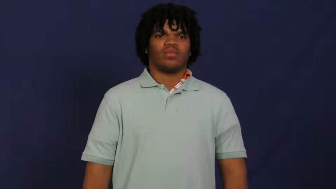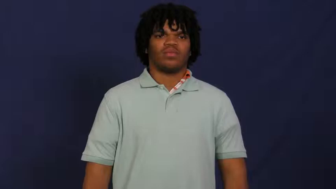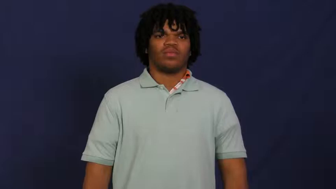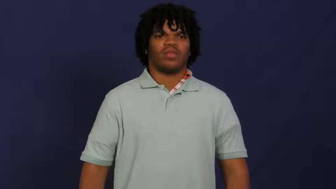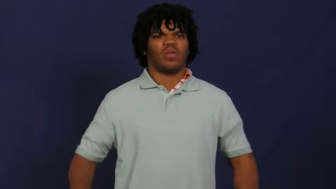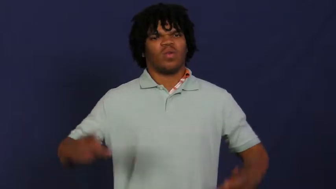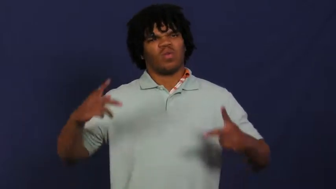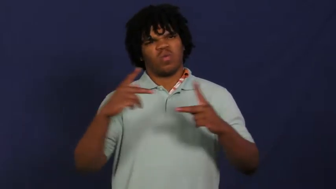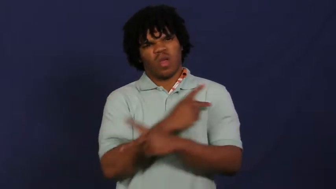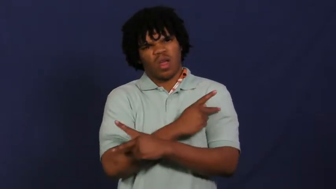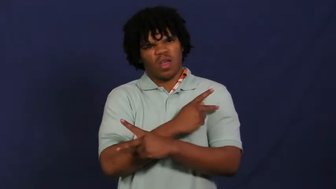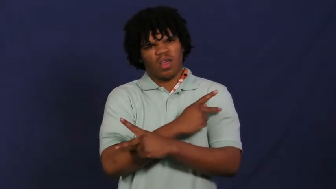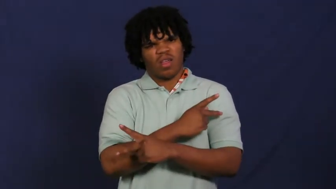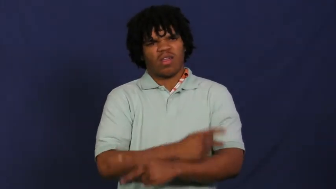worst